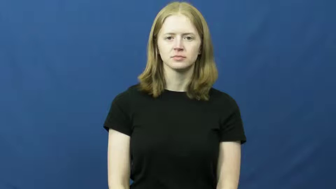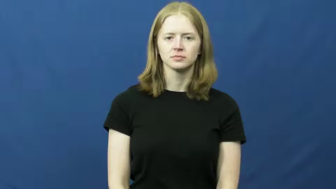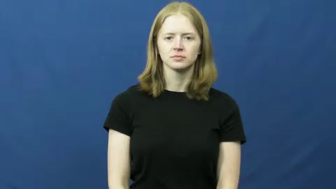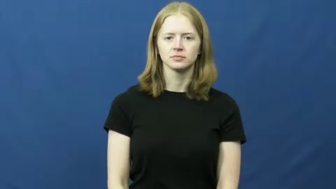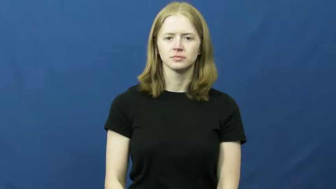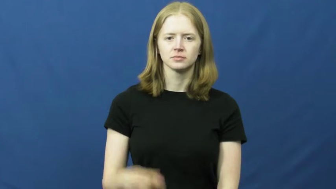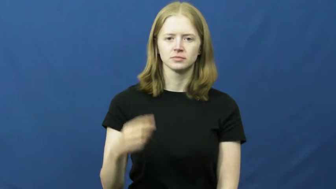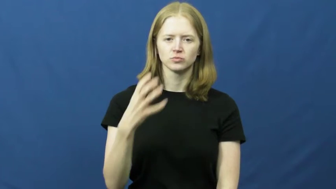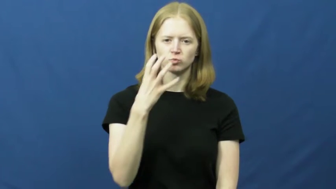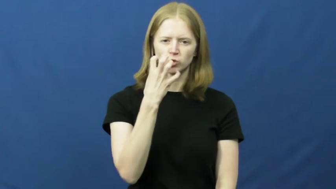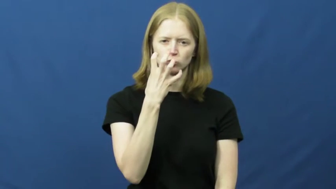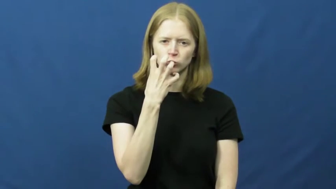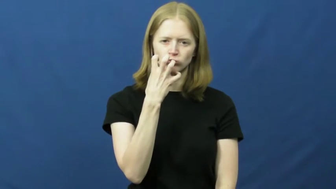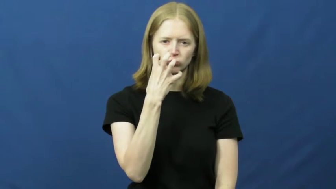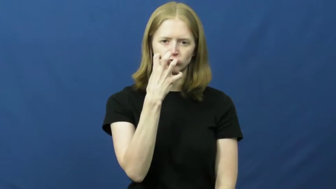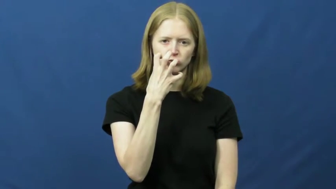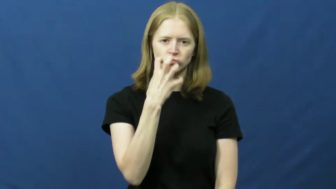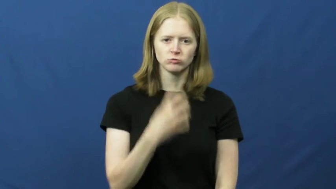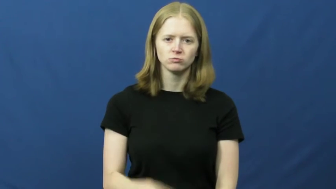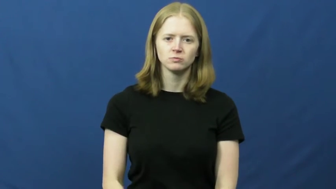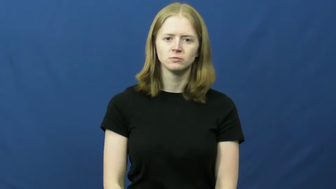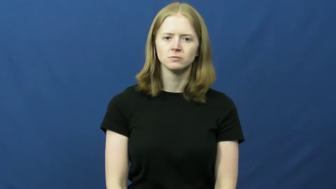grouch,cross,grouchy,crabby,grumpy,irritable,disagreeable,choler,churlish,pettish